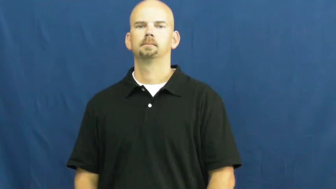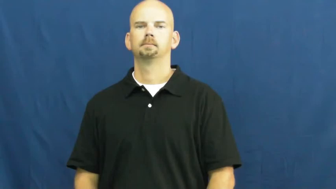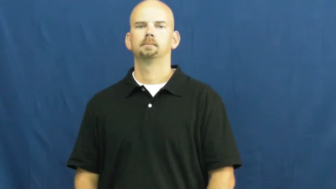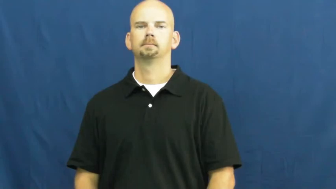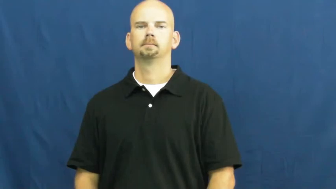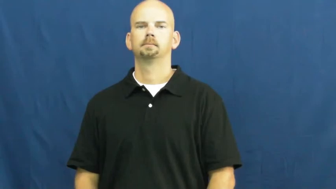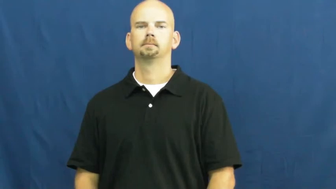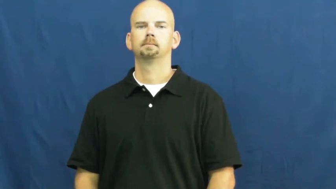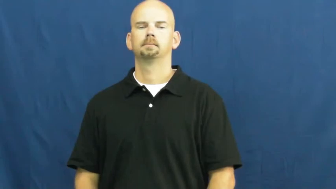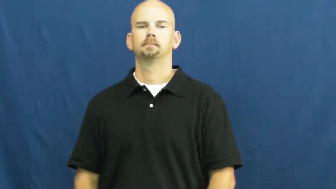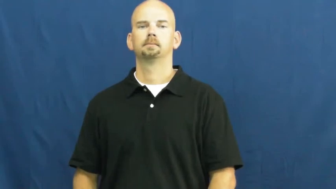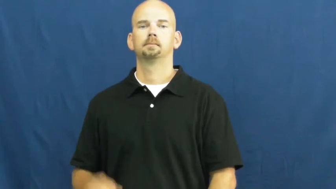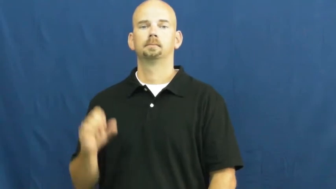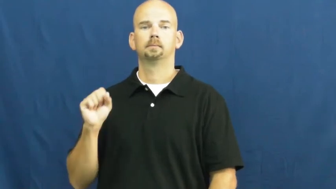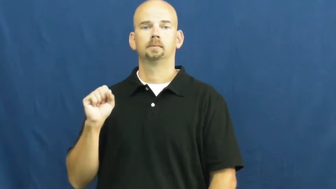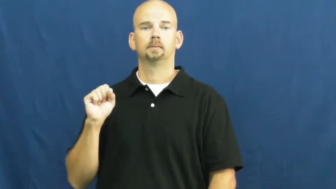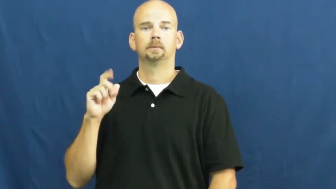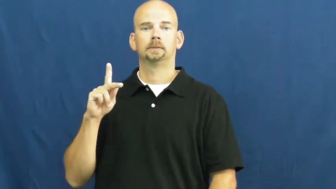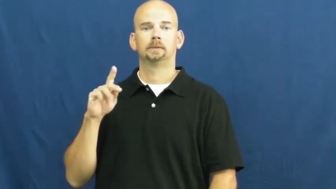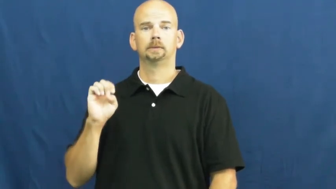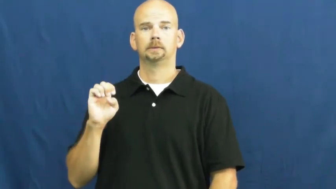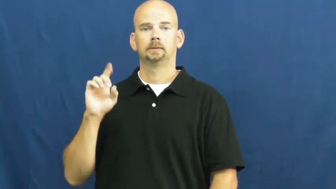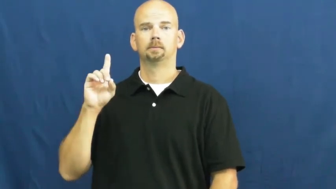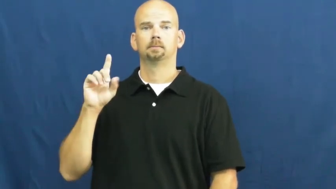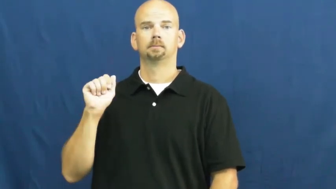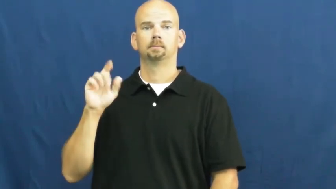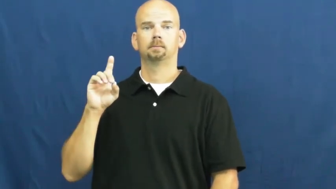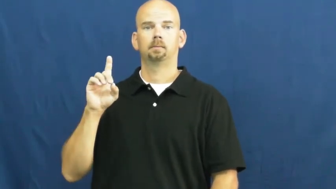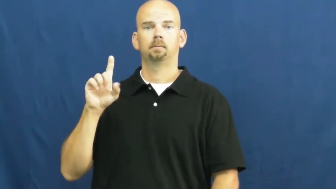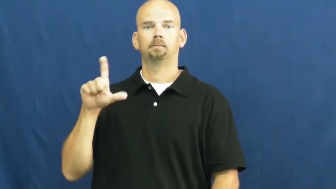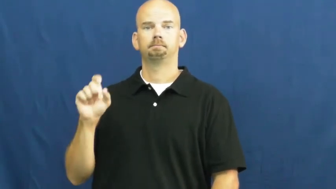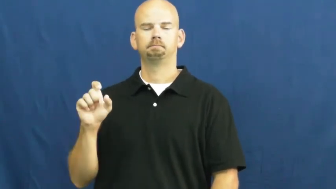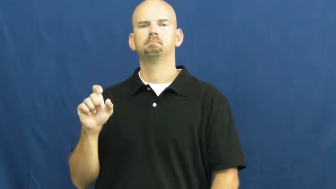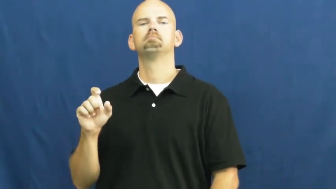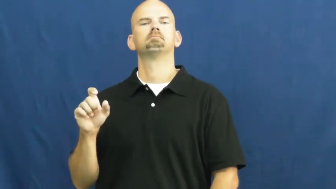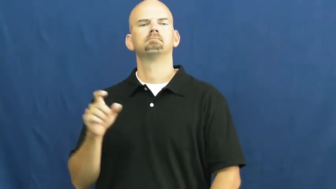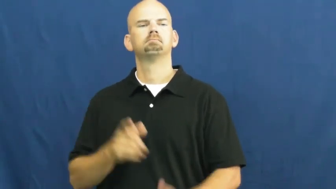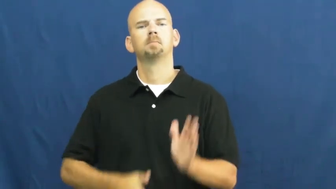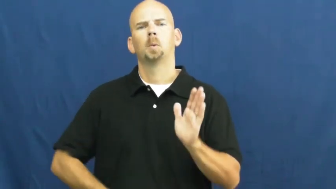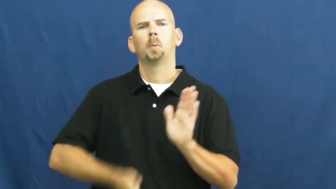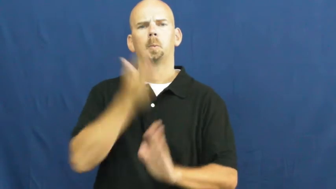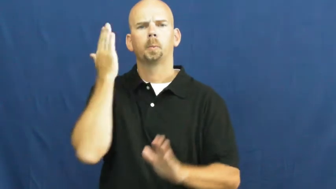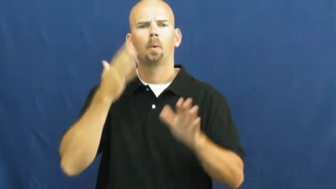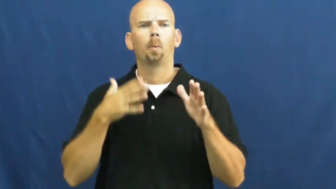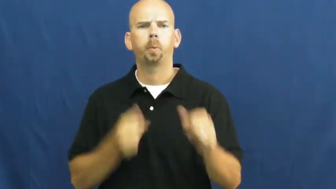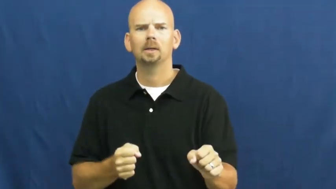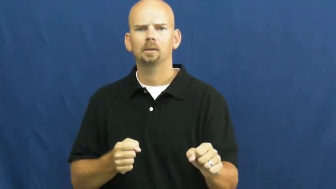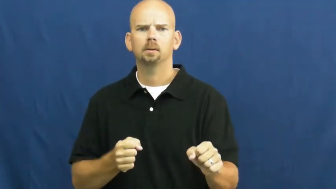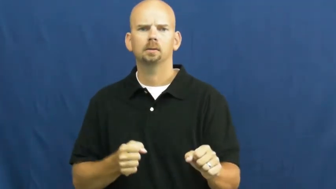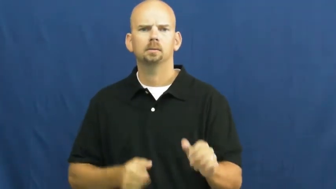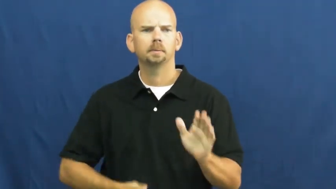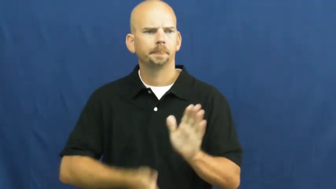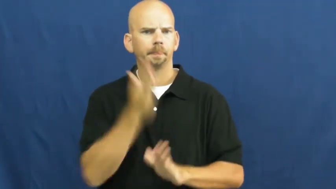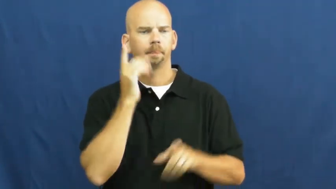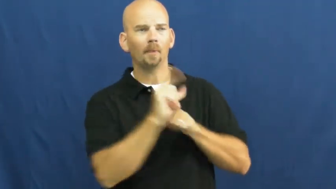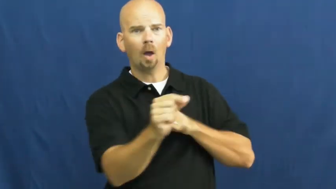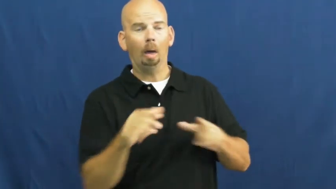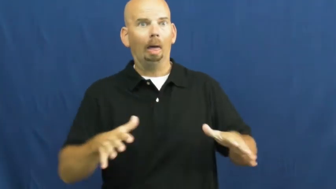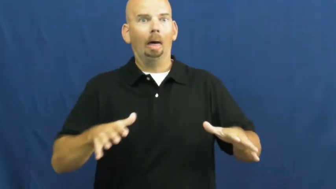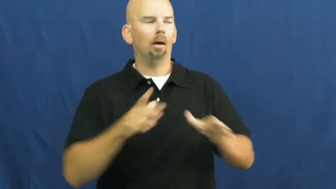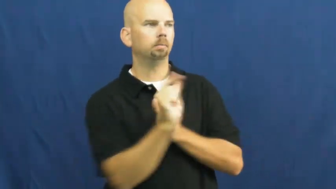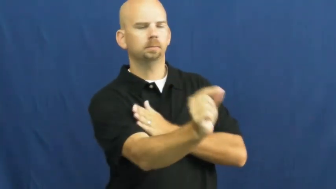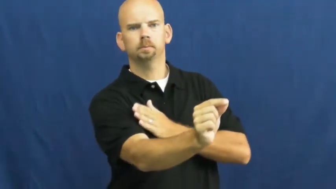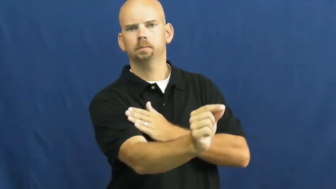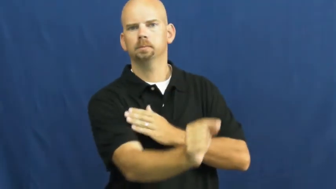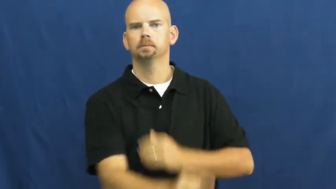skedaddle